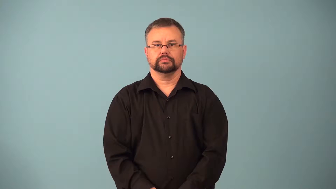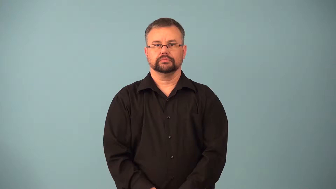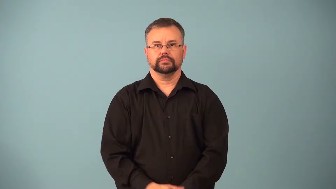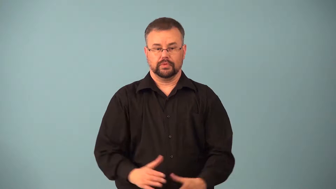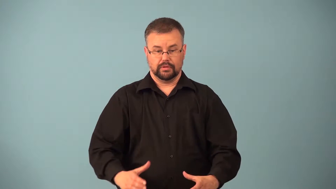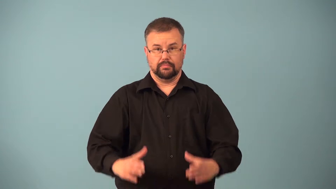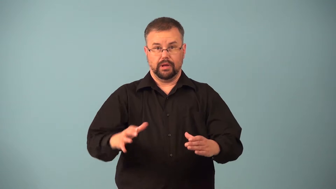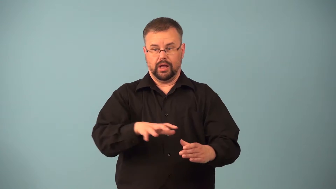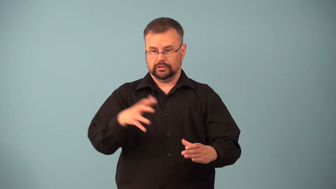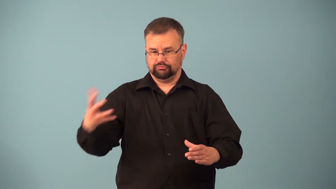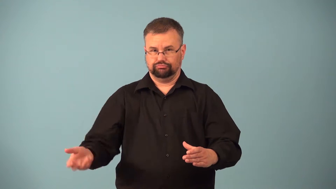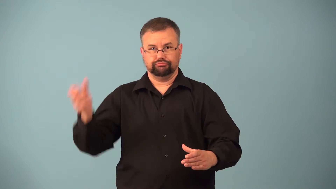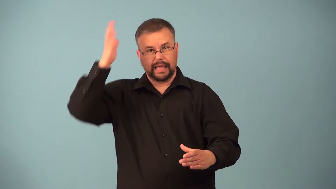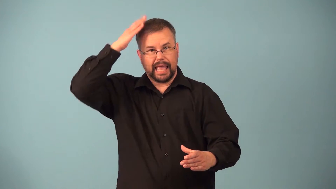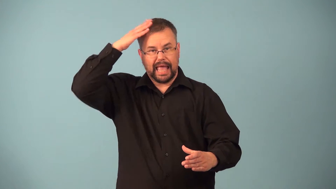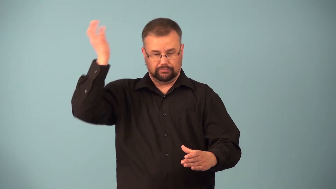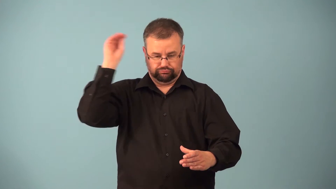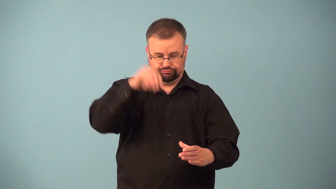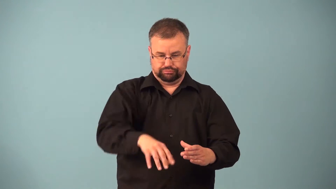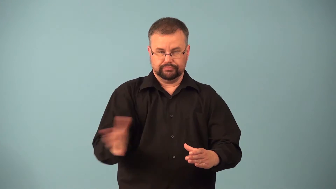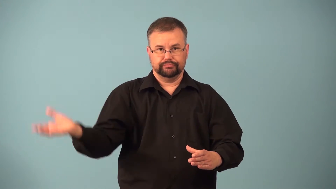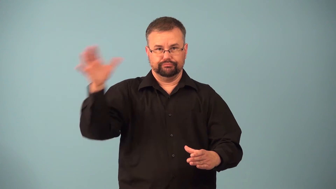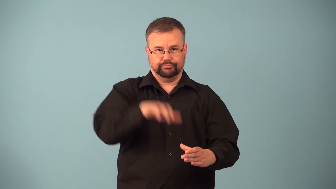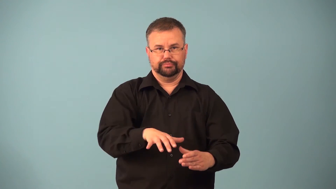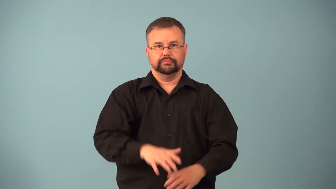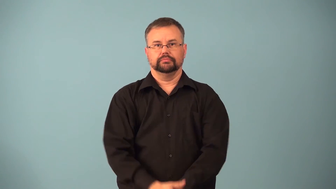hatbox